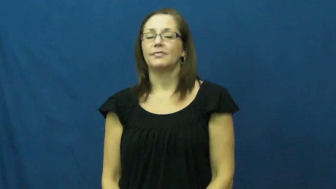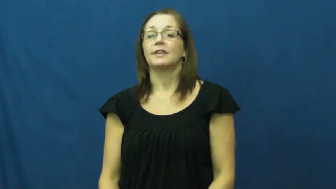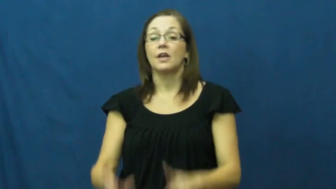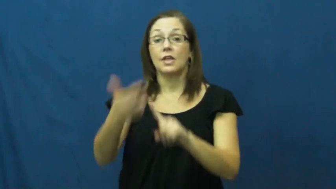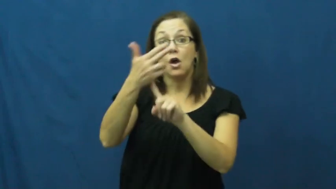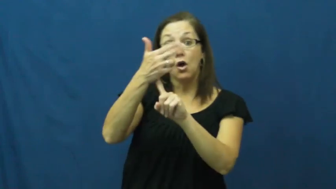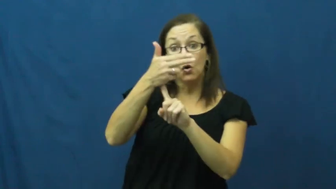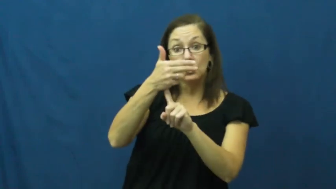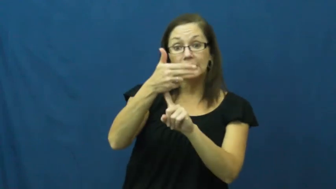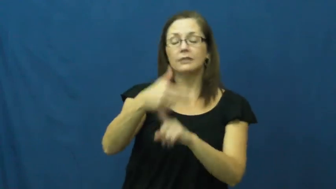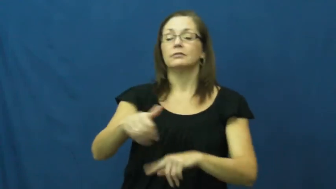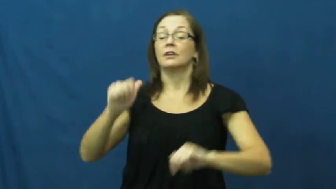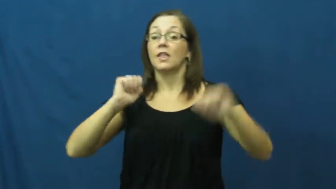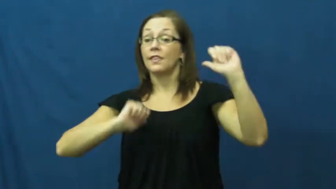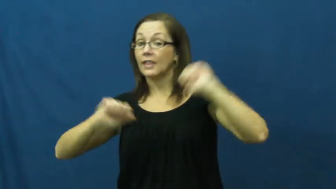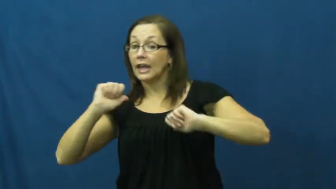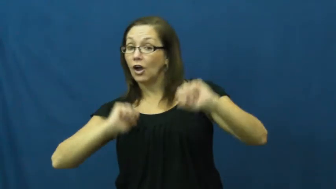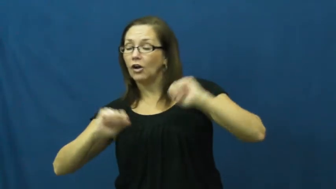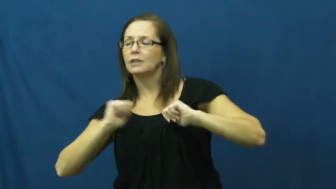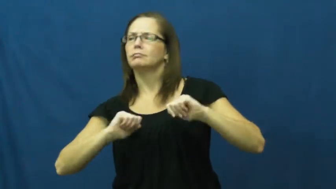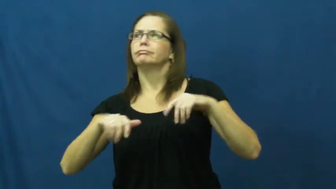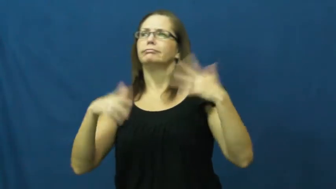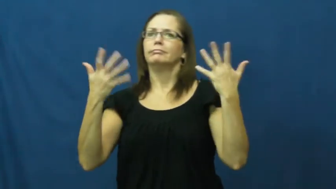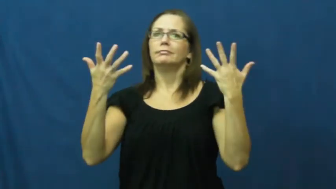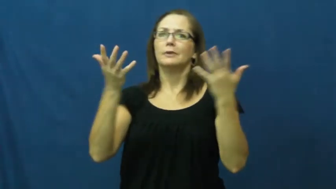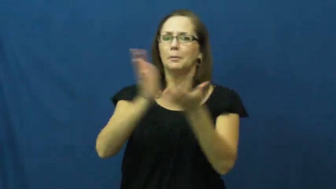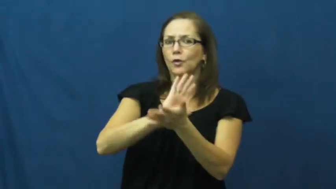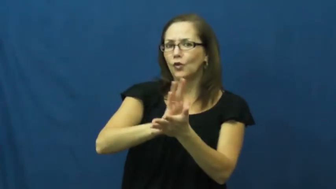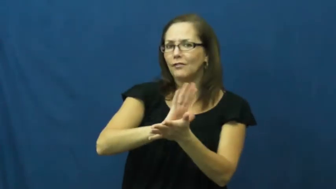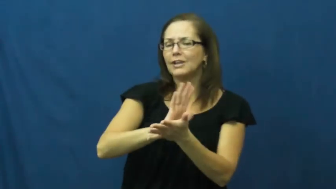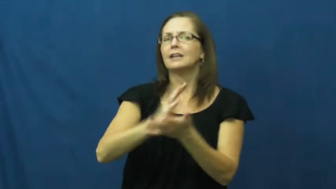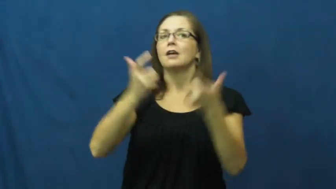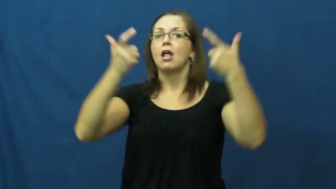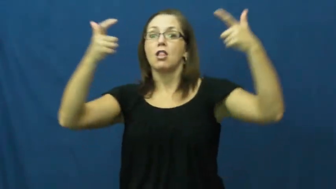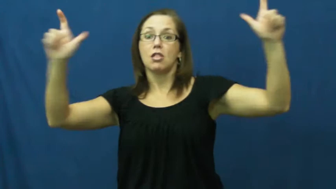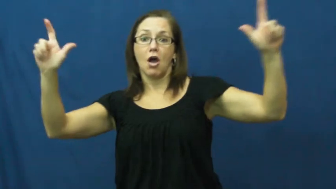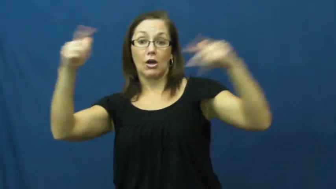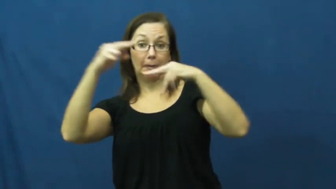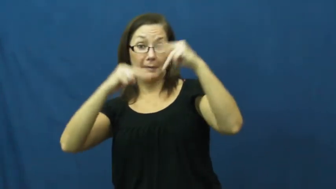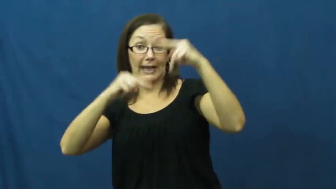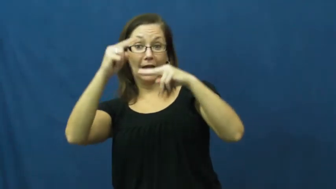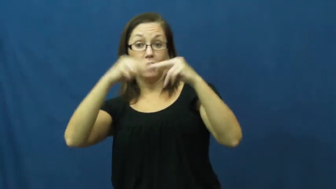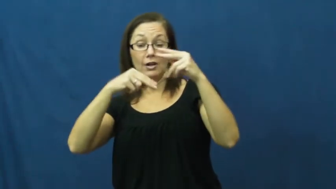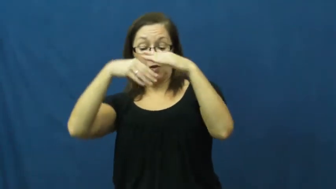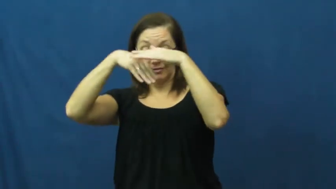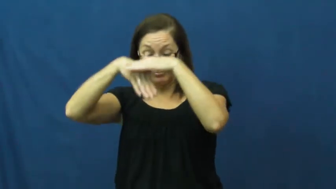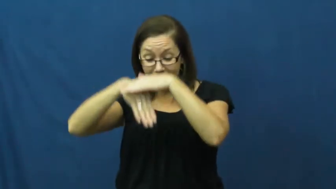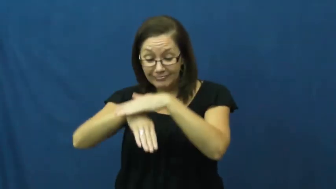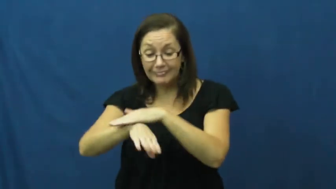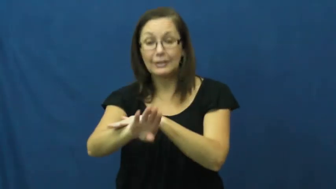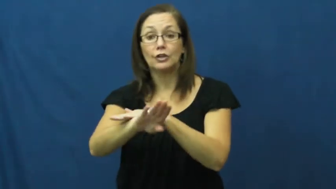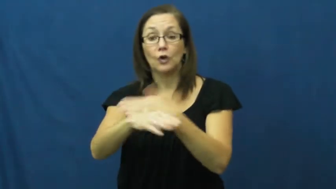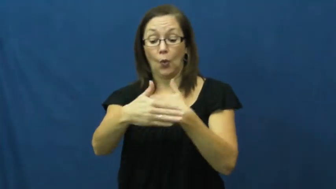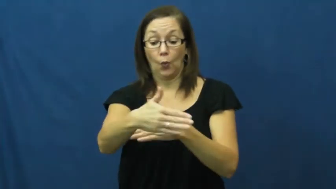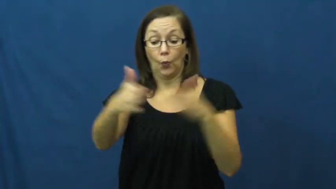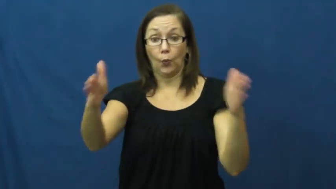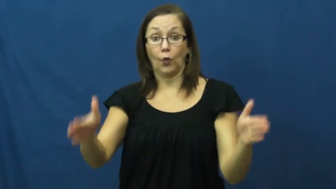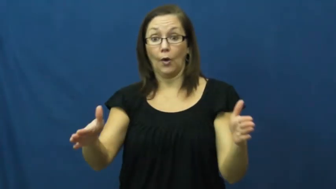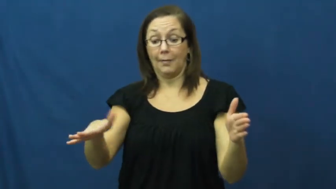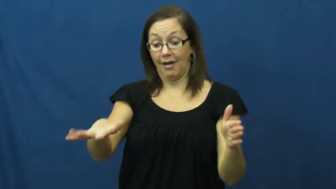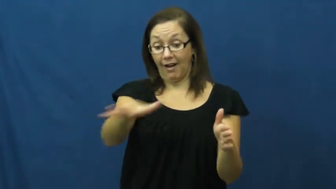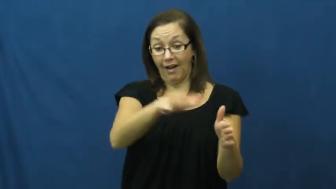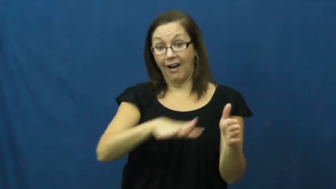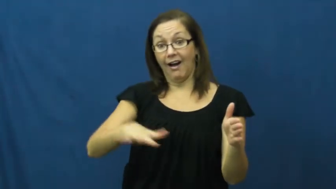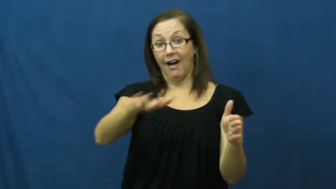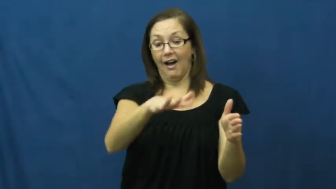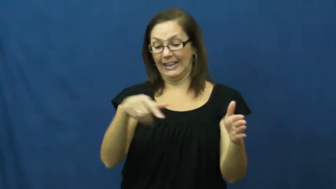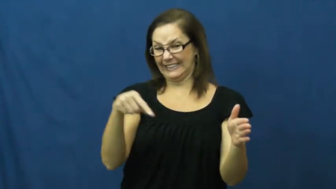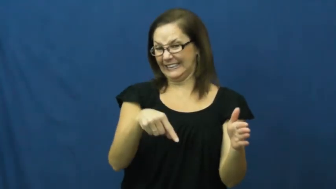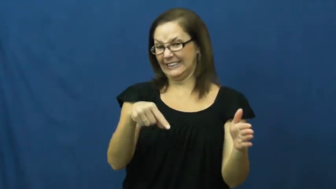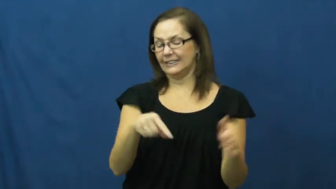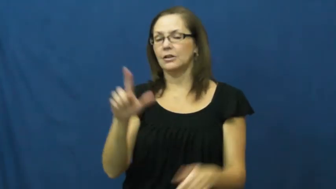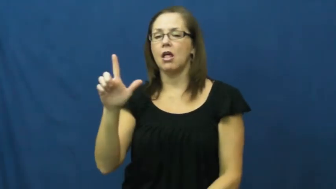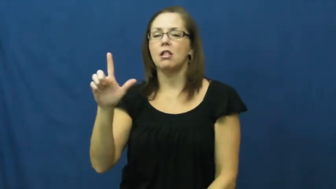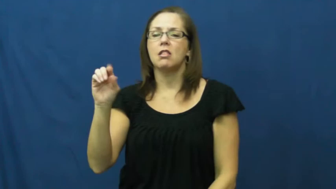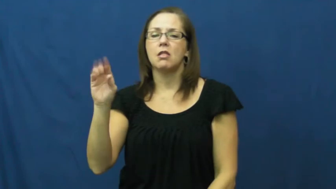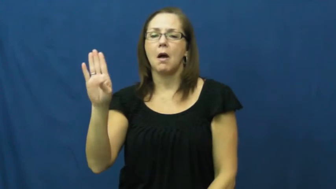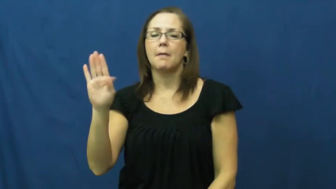lobby-room